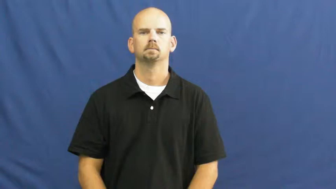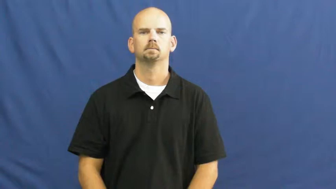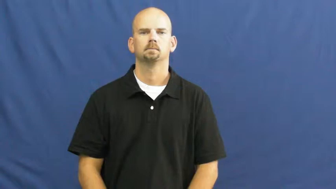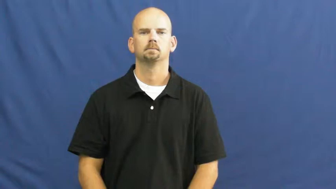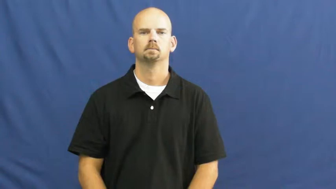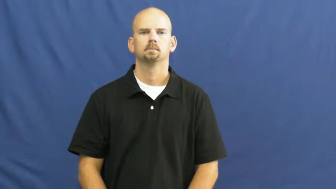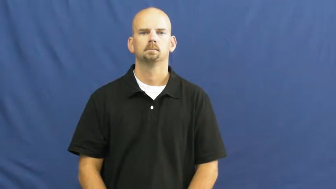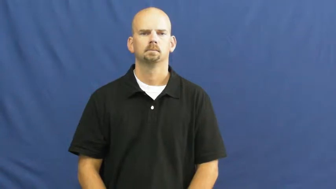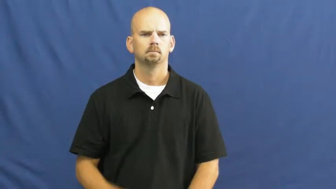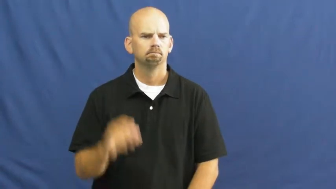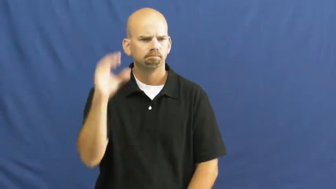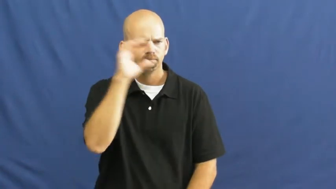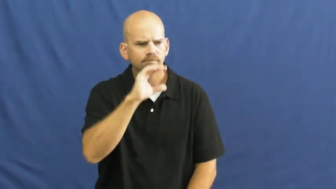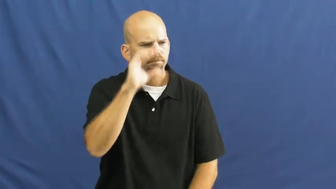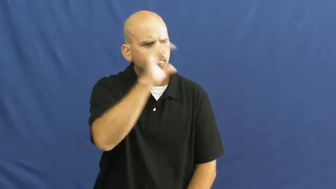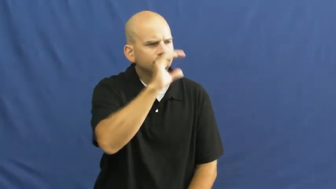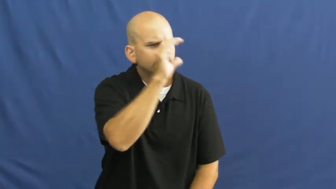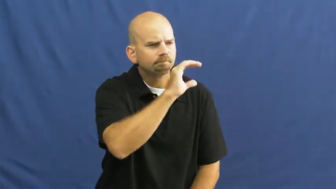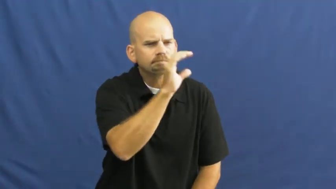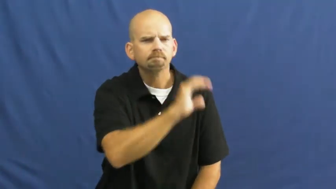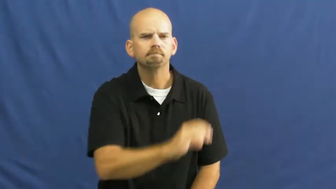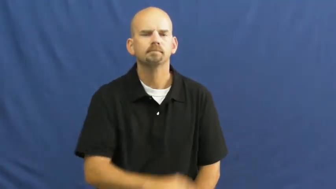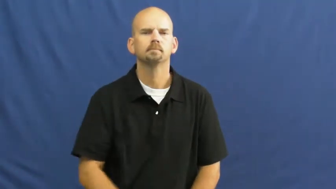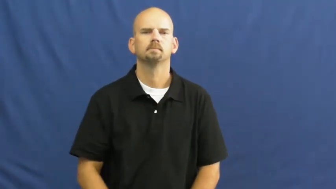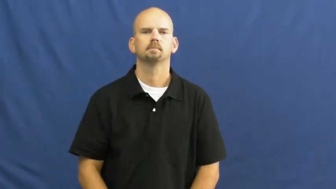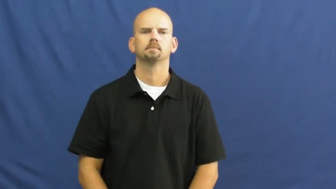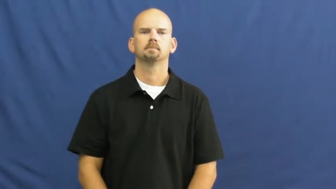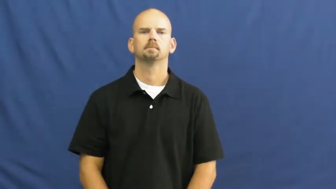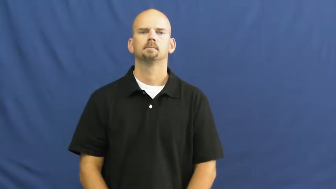on the look out for